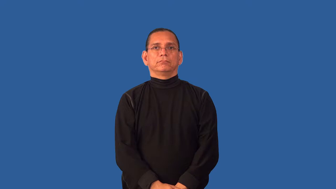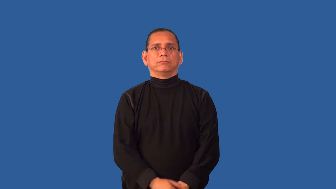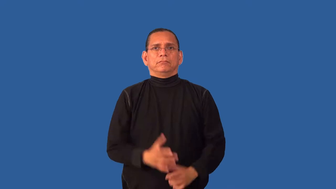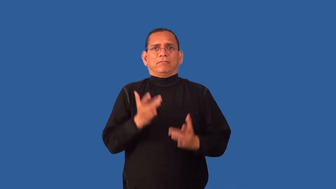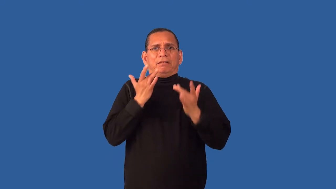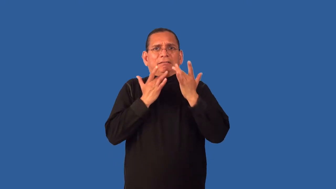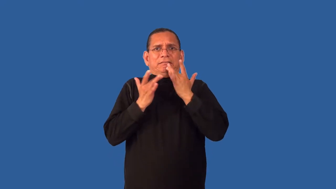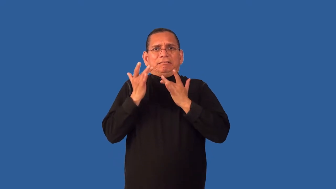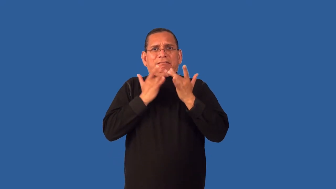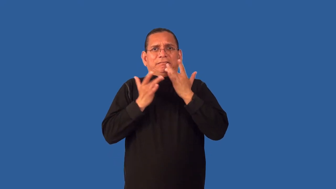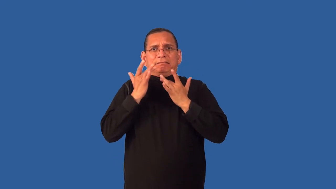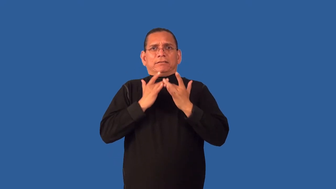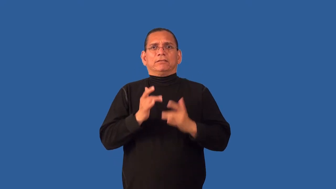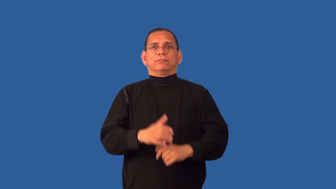dearth